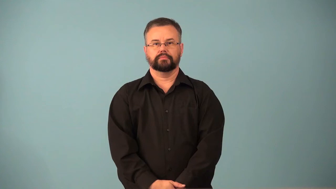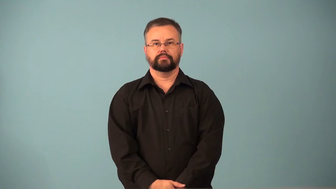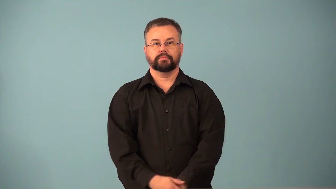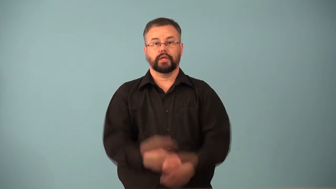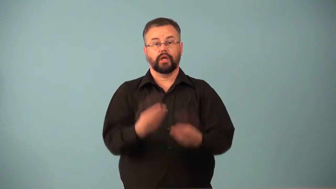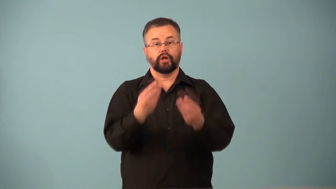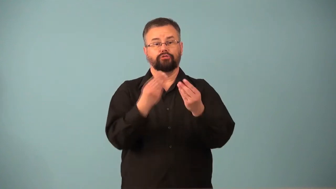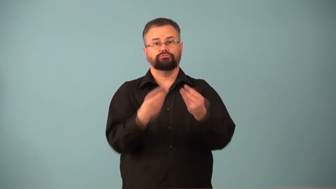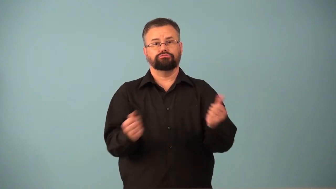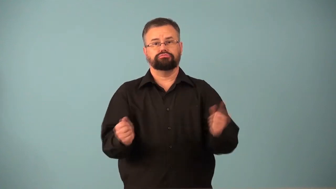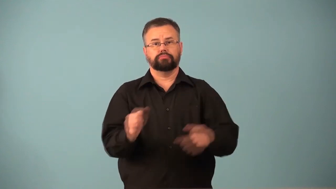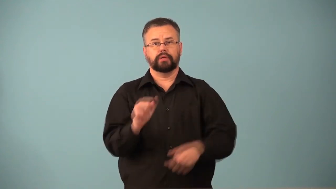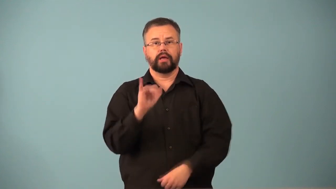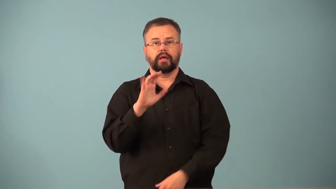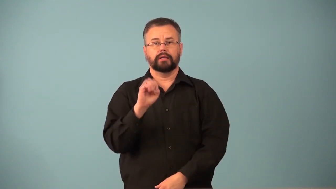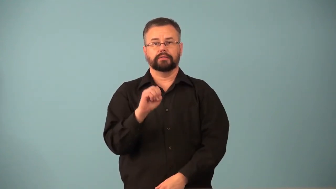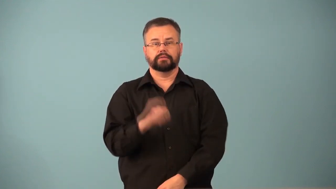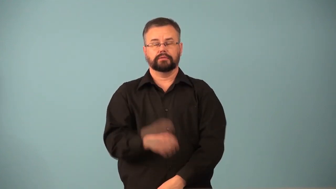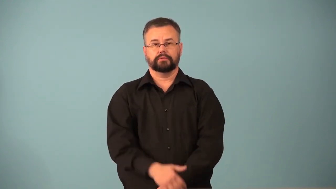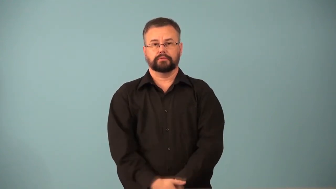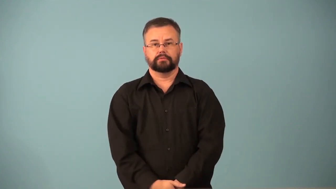defrost-freezer